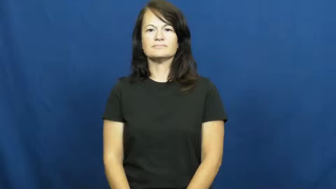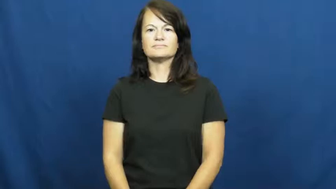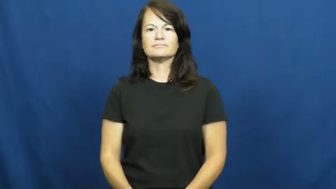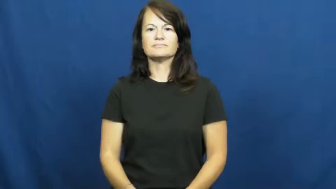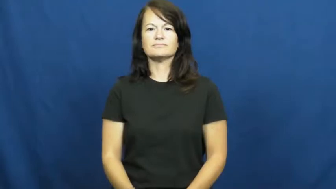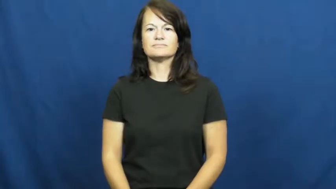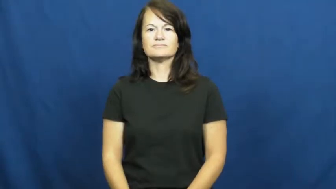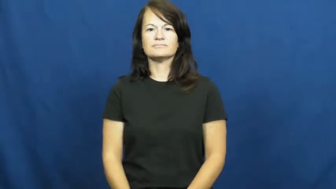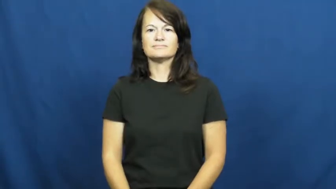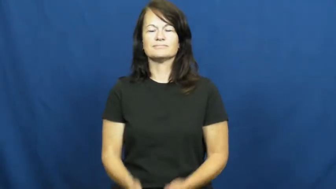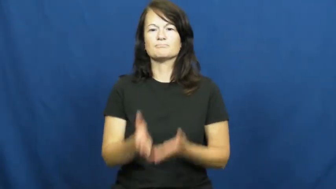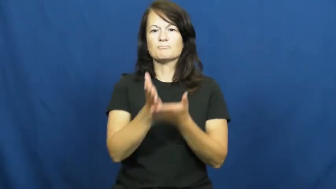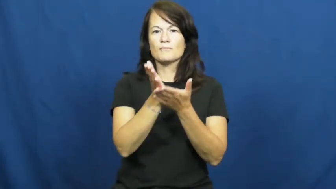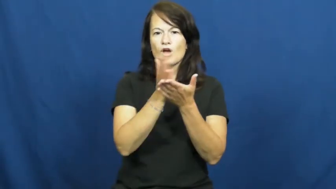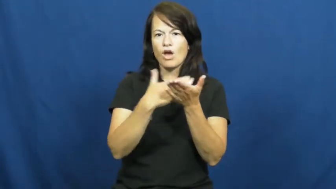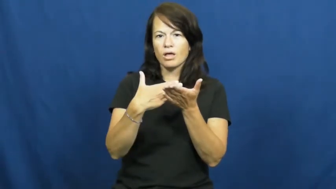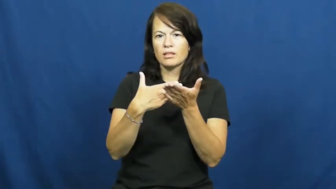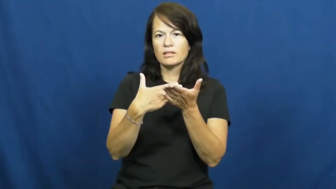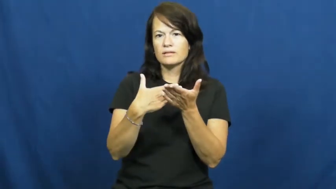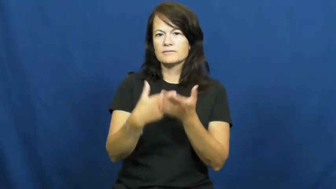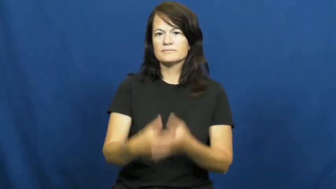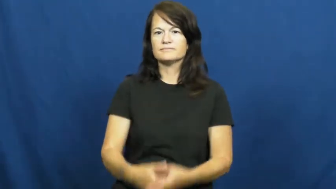partial-part